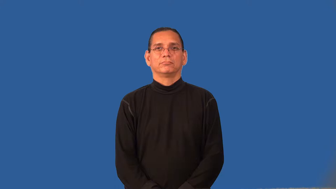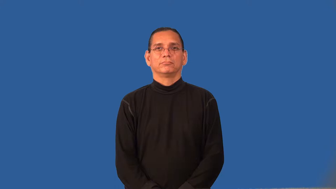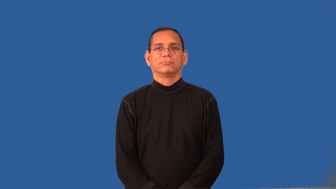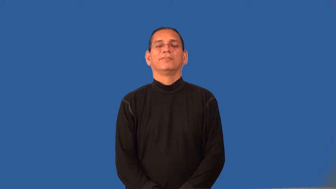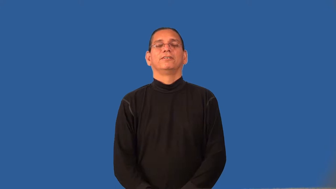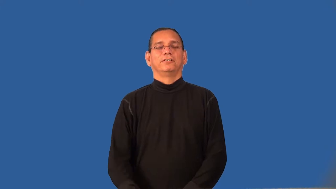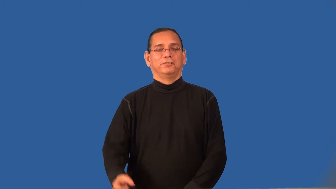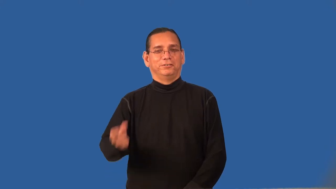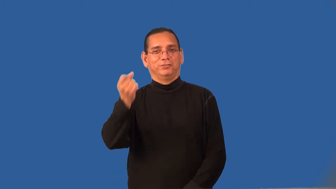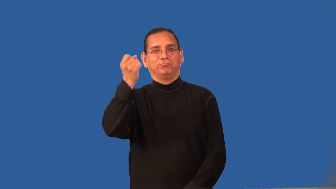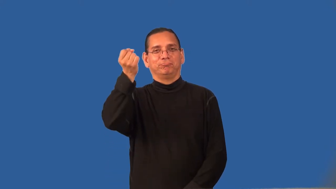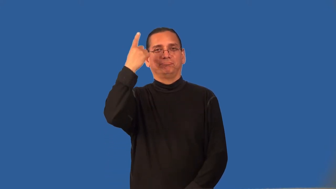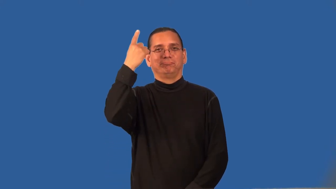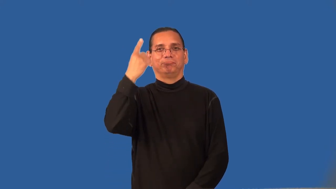register-understand